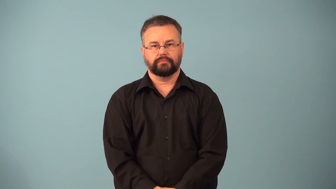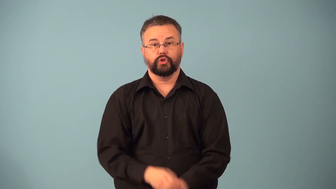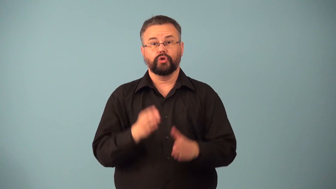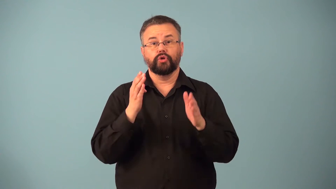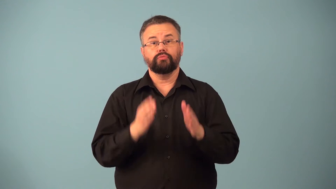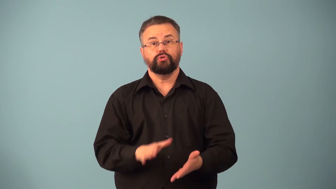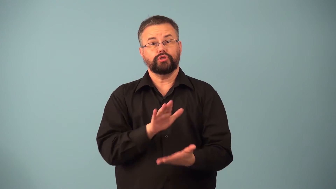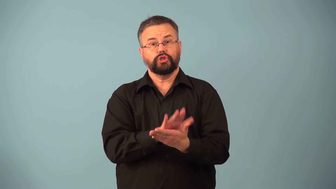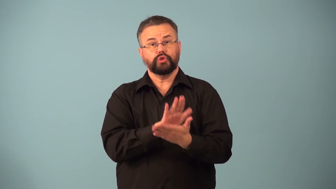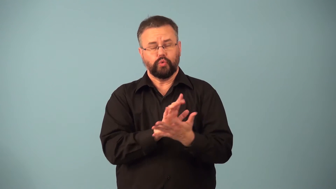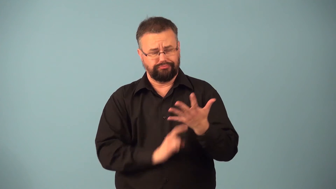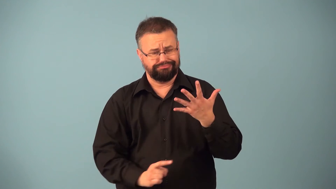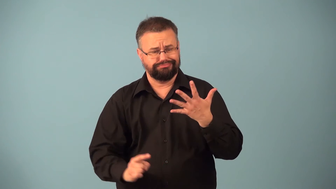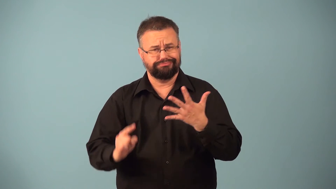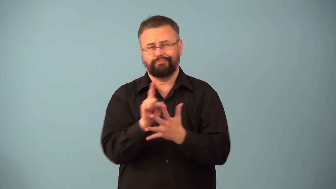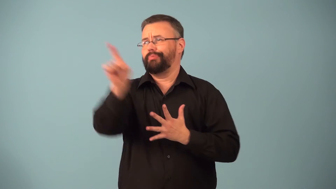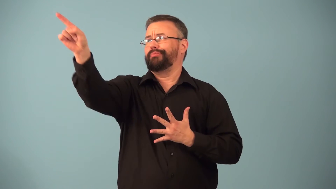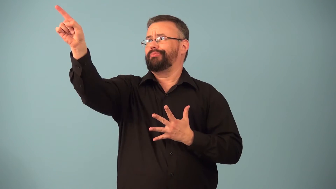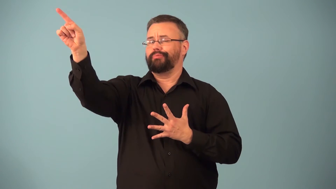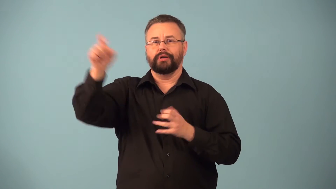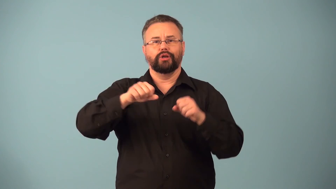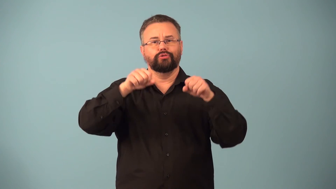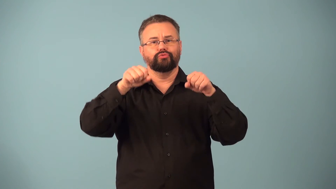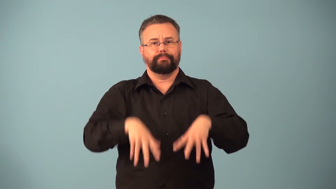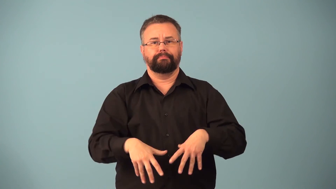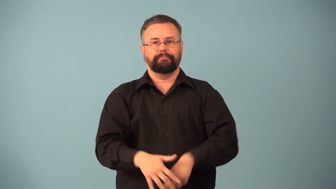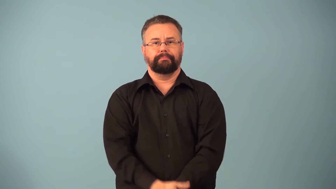dropout